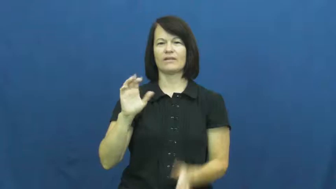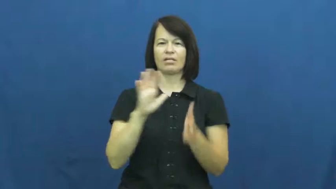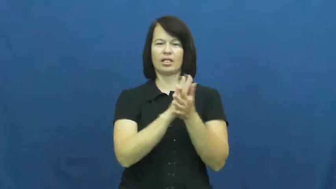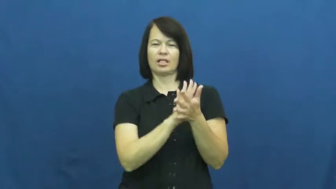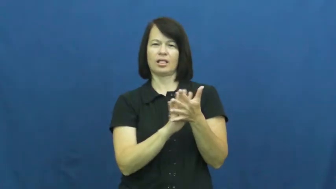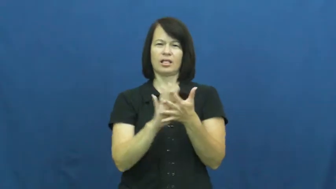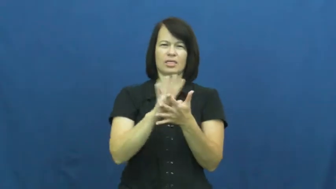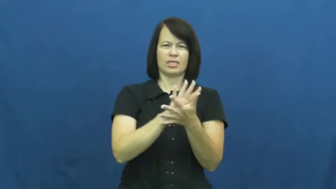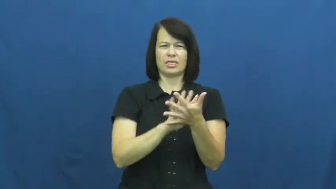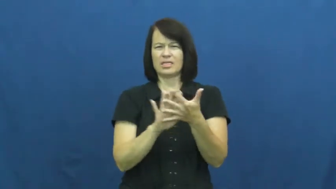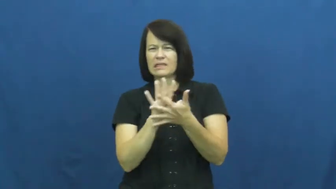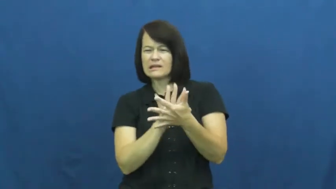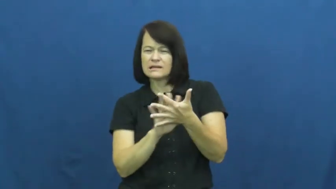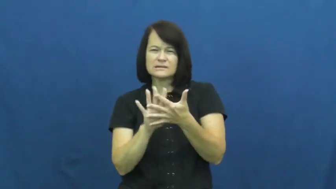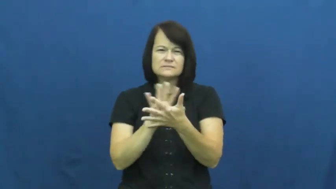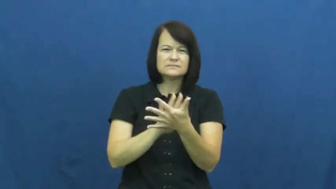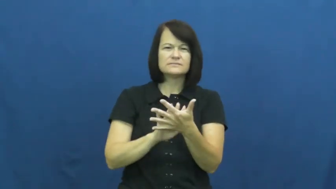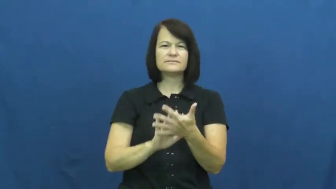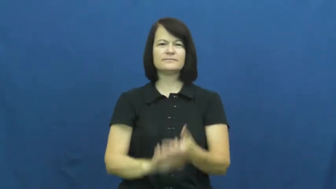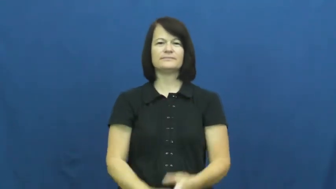murky,turbid